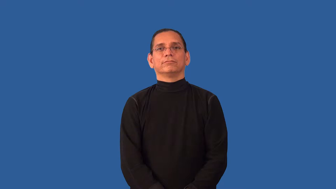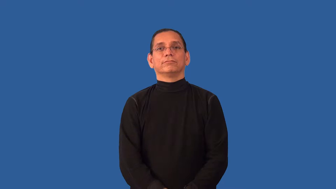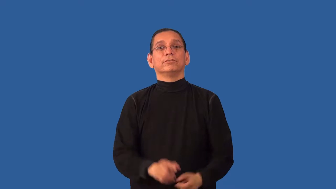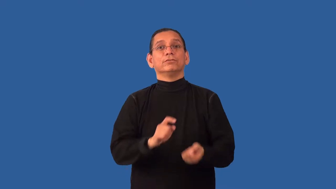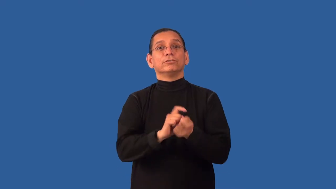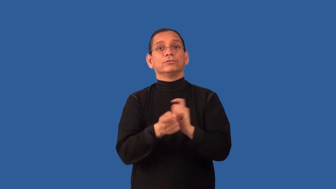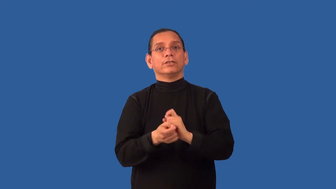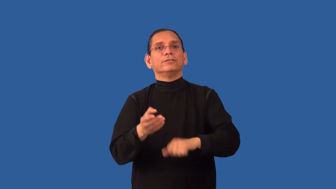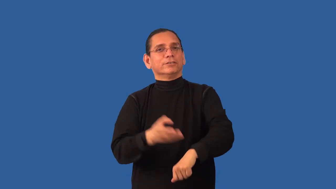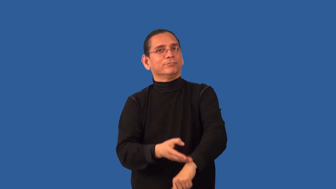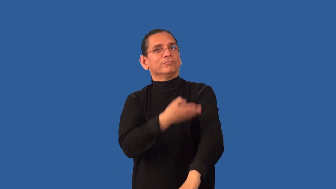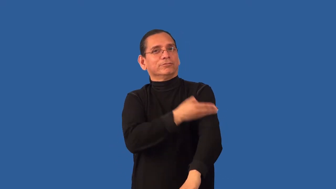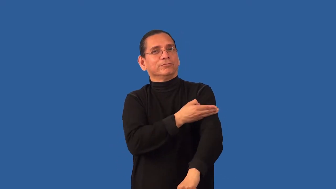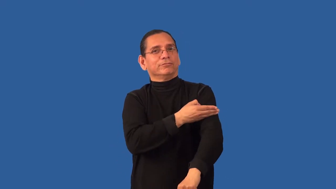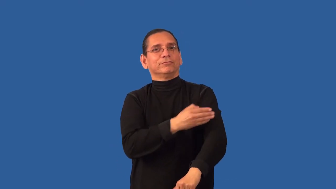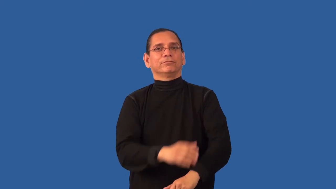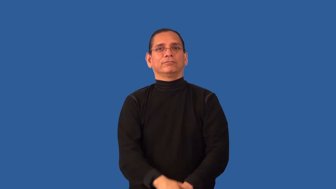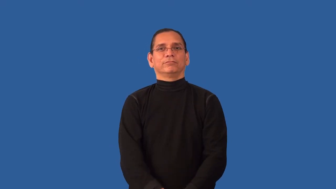rework